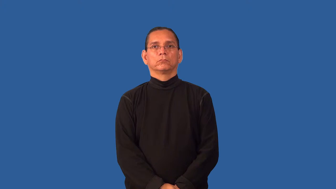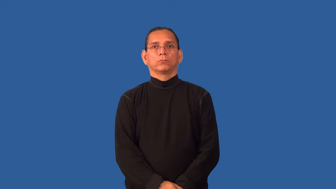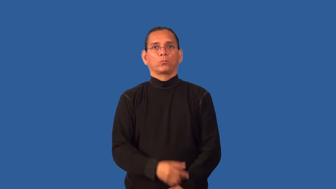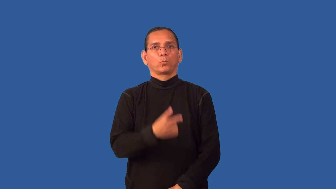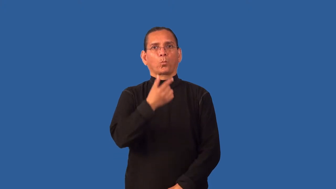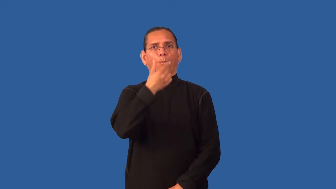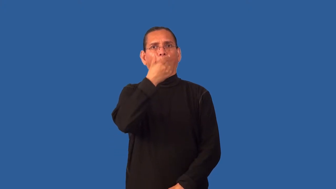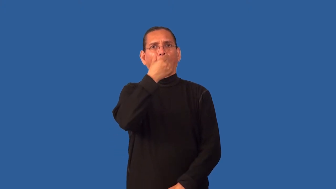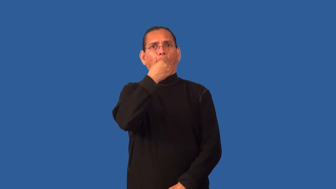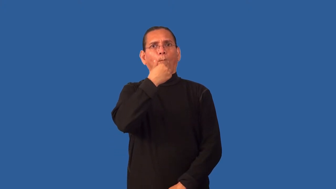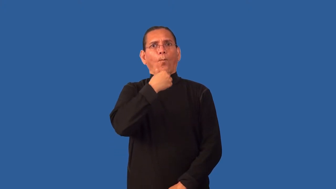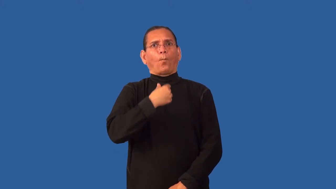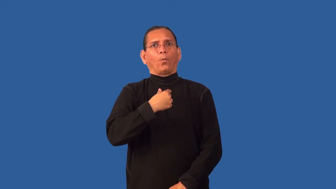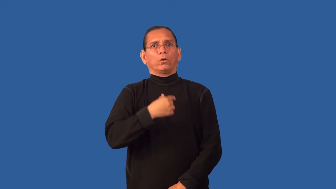gaunt,cadaverous,rawboned